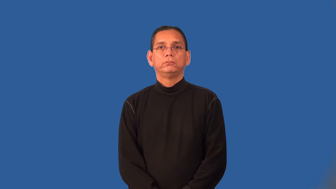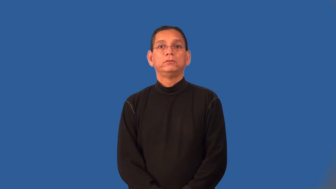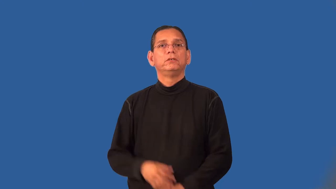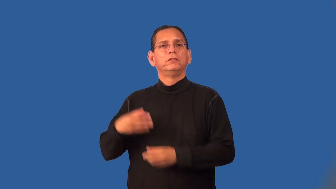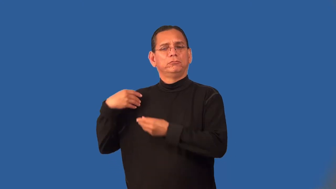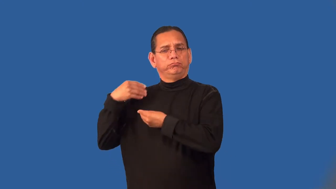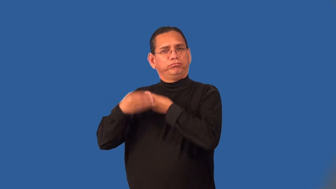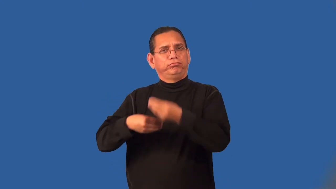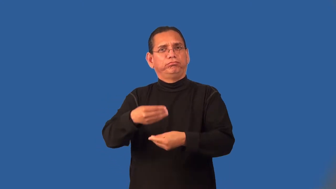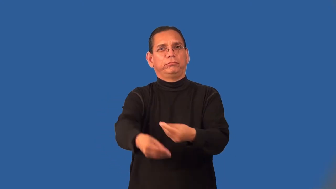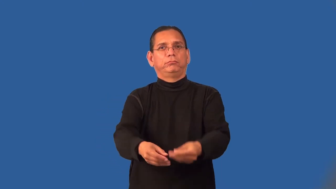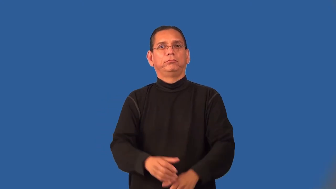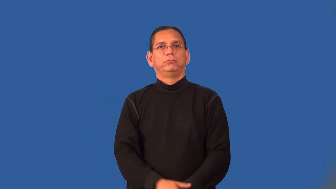posterity